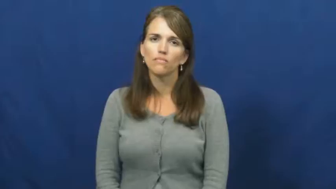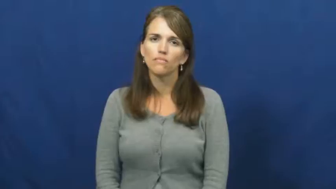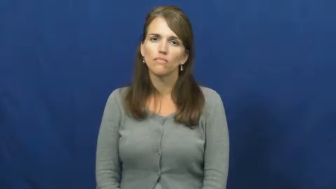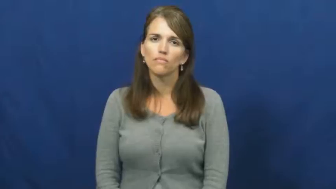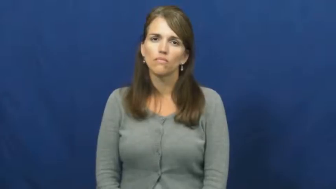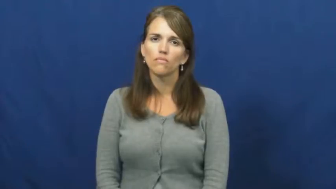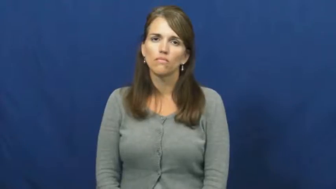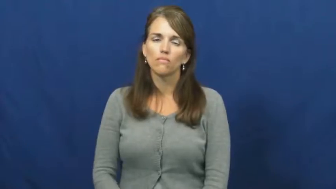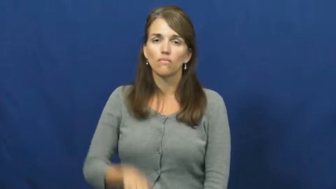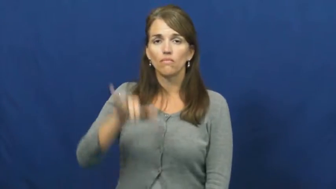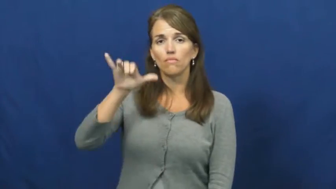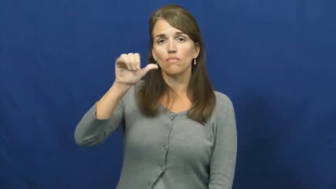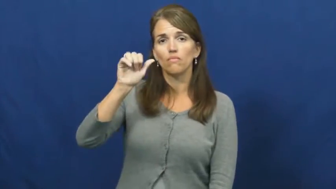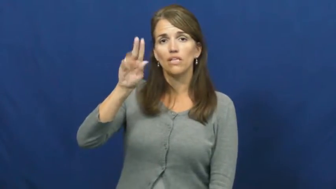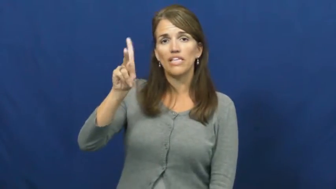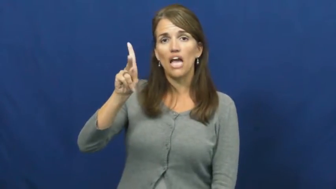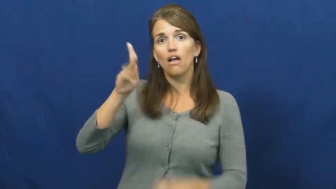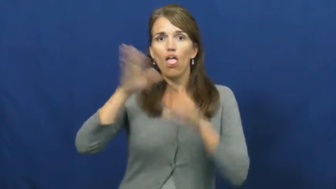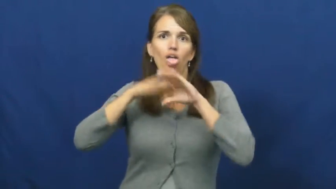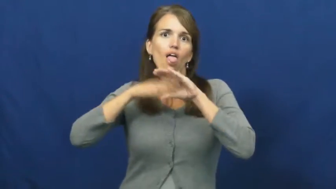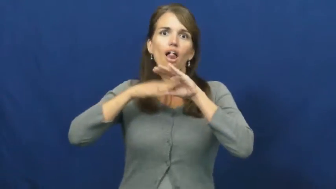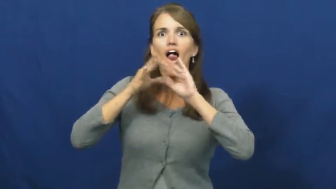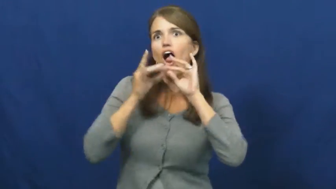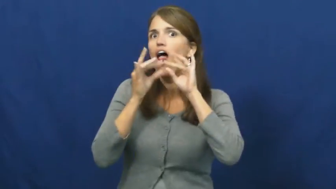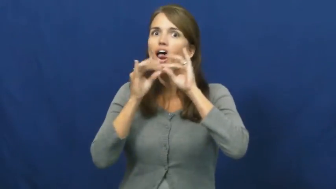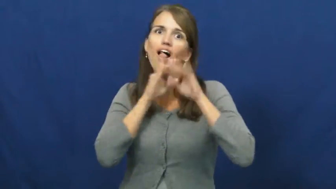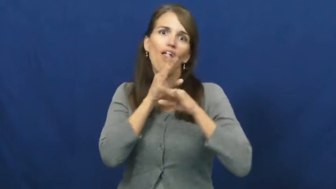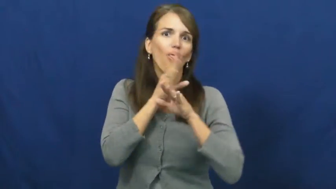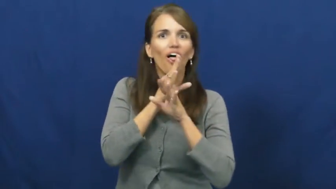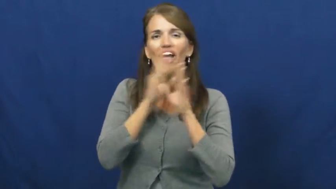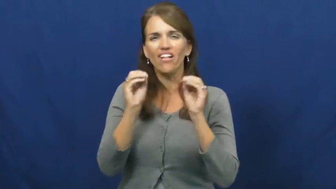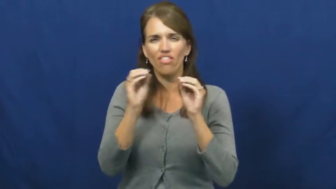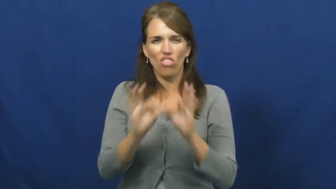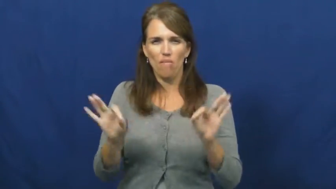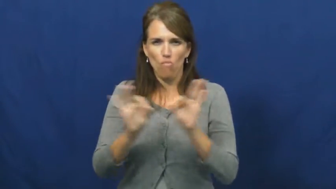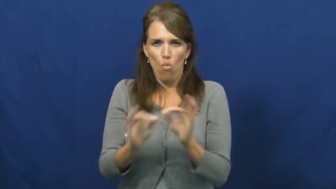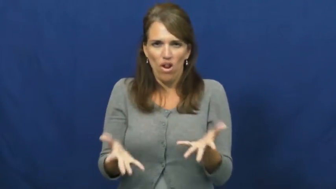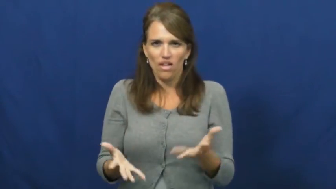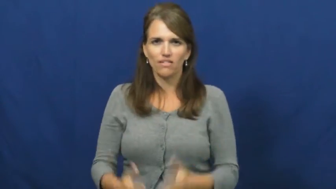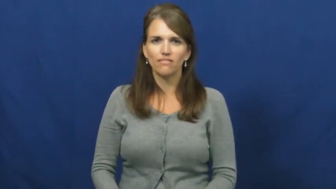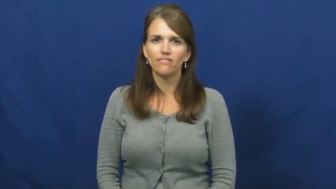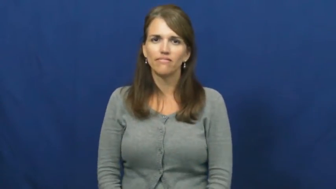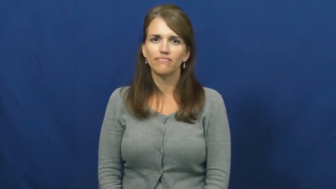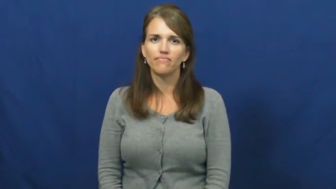yack